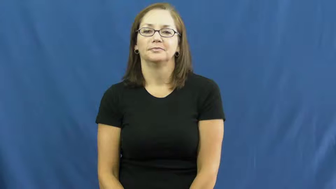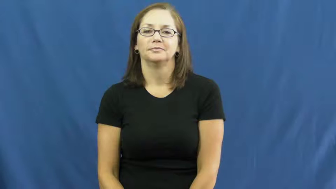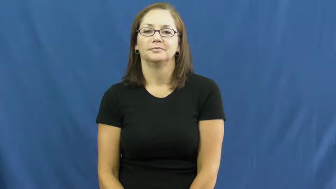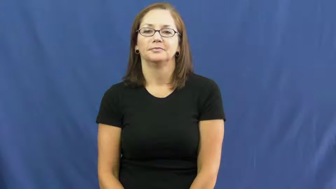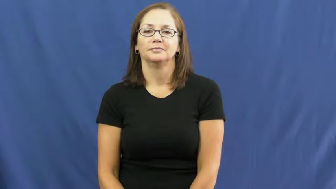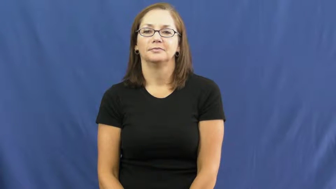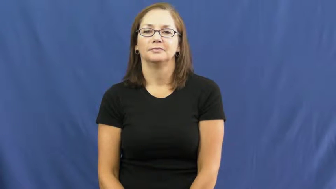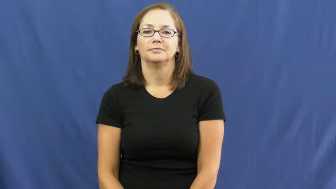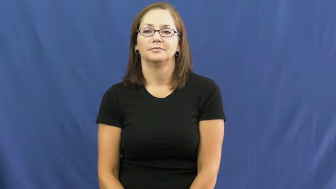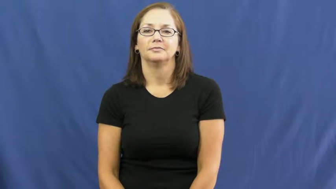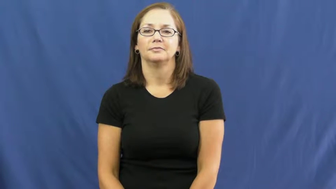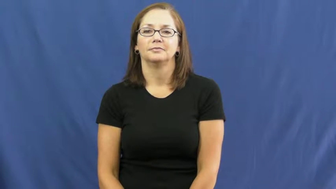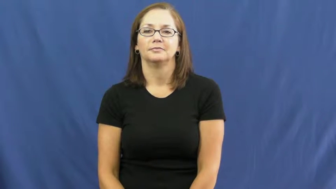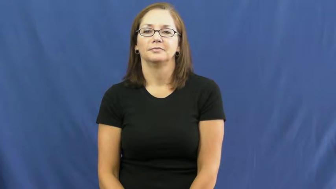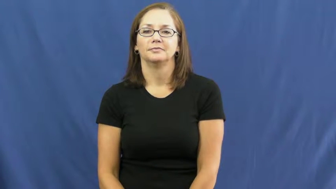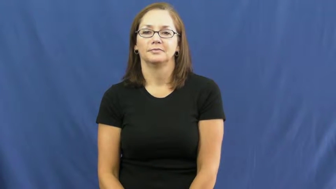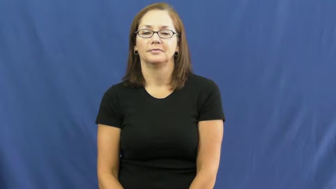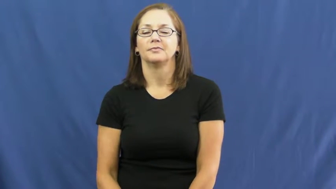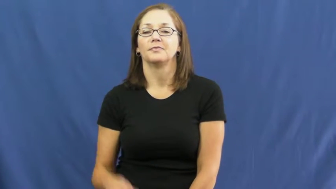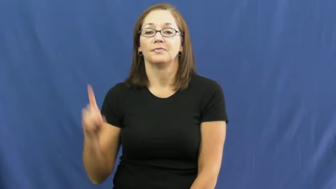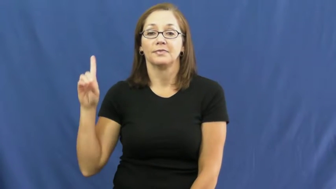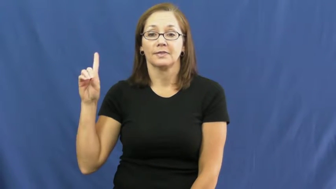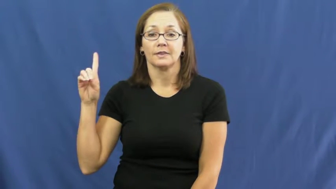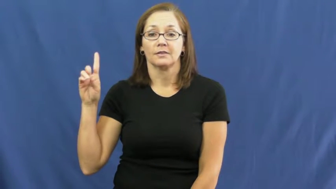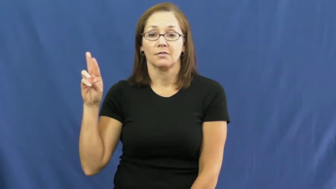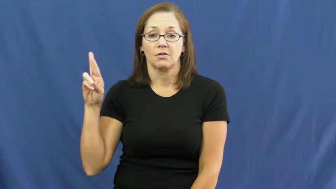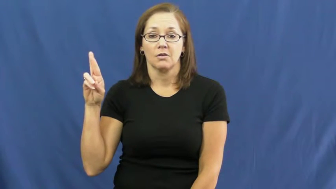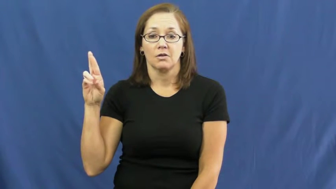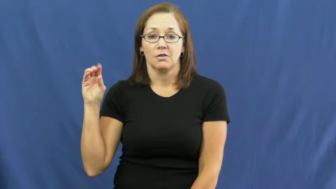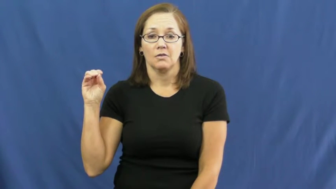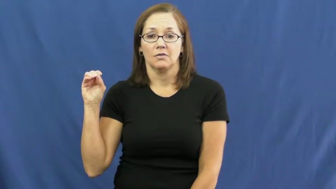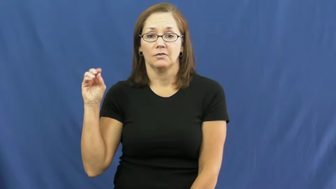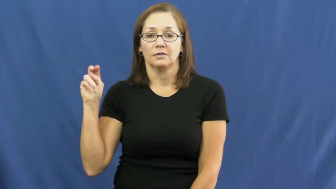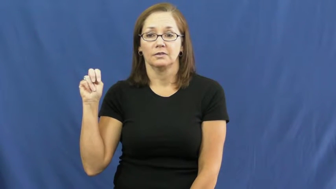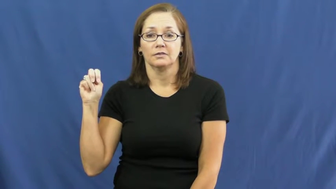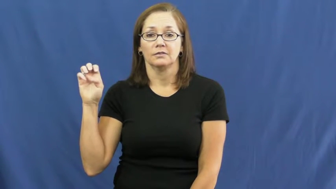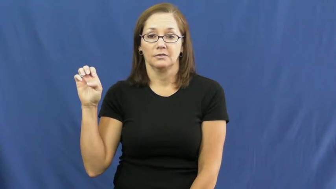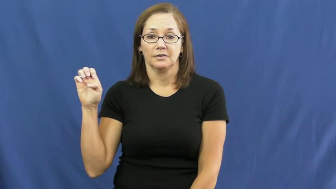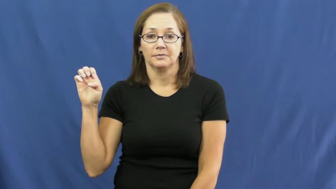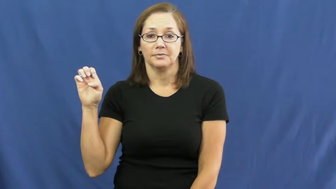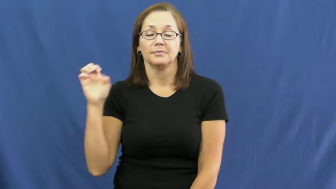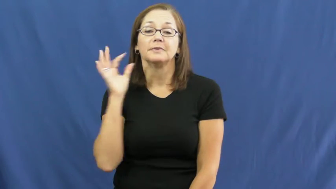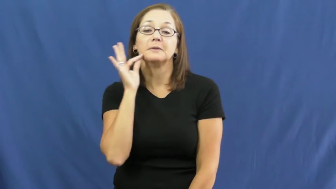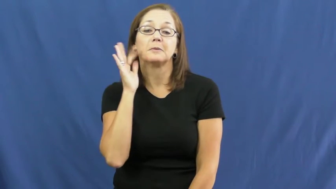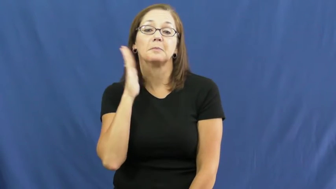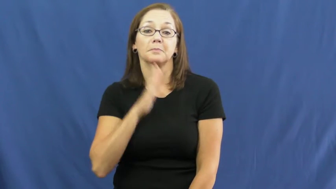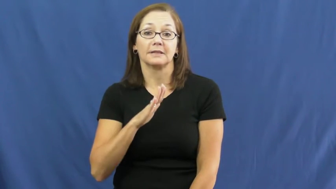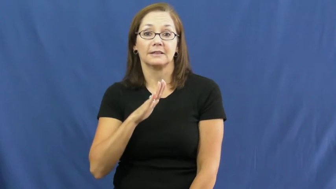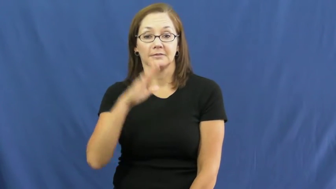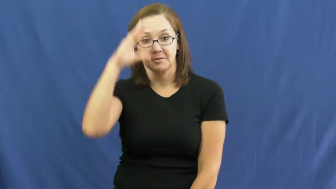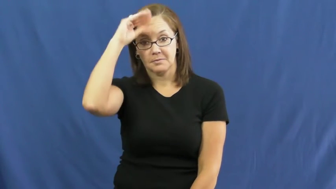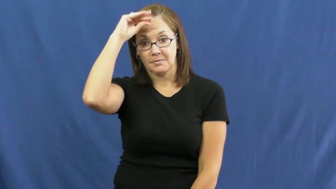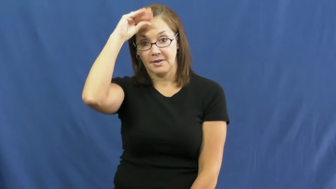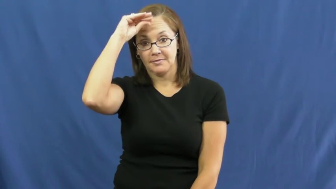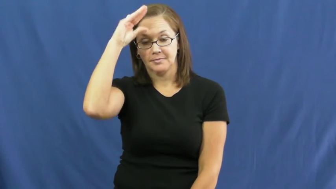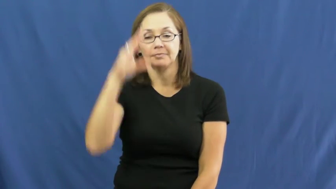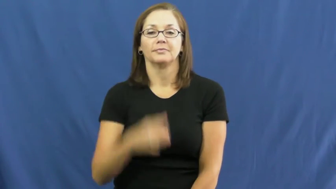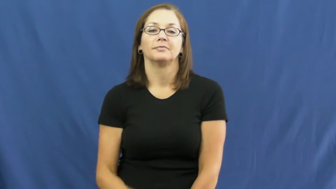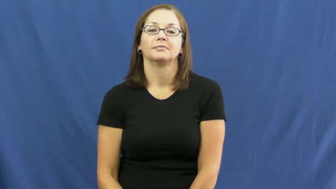drone-bee